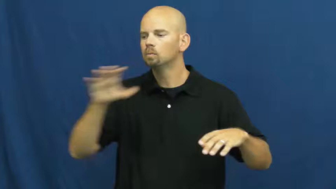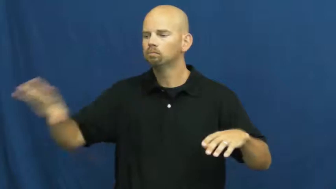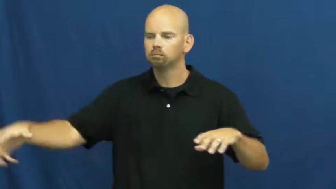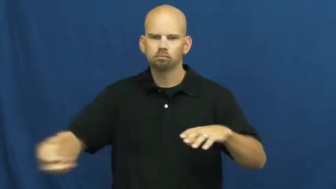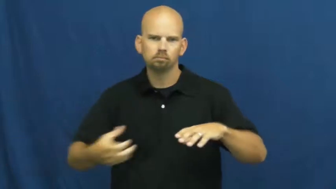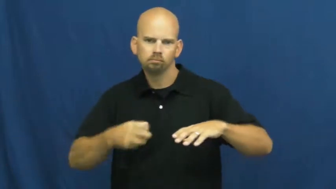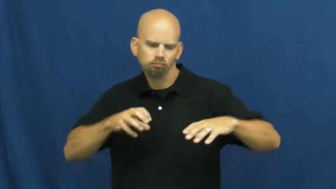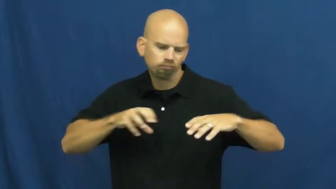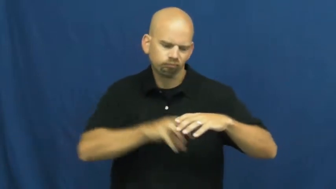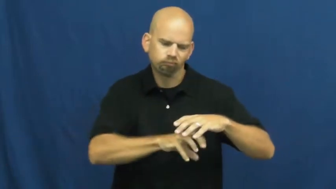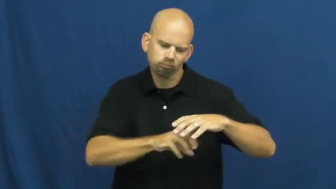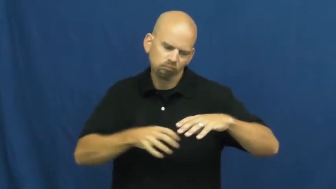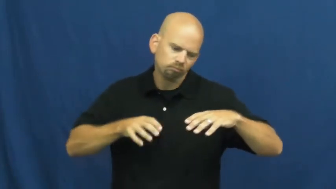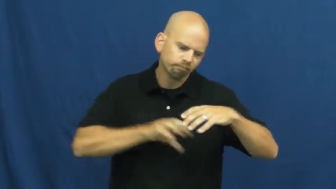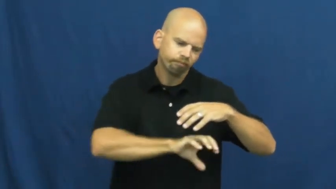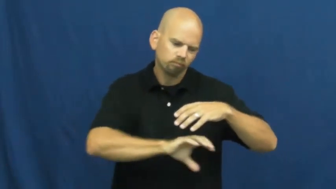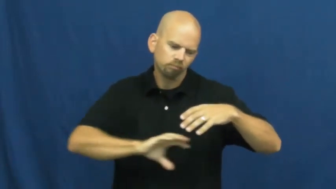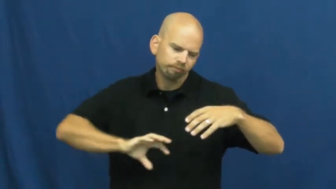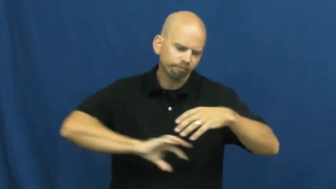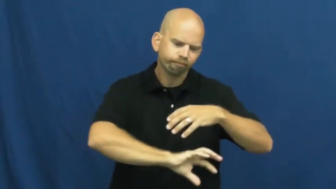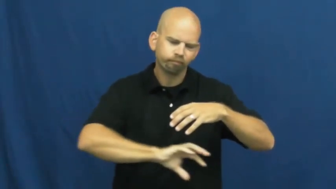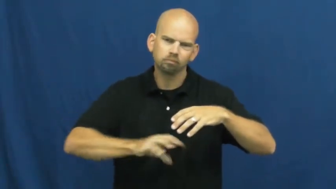stuff,ram,infill,bolster-verb